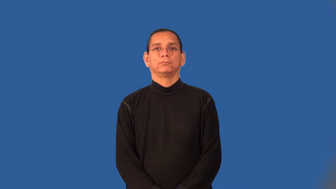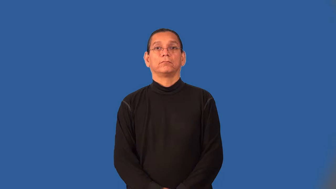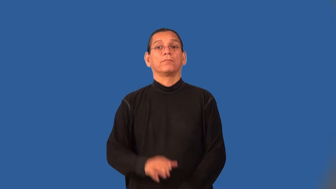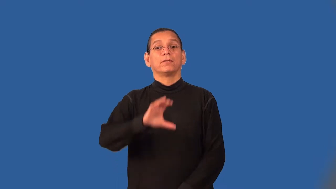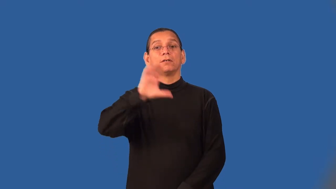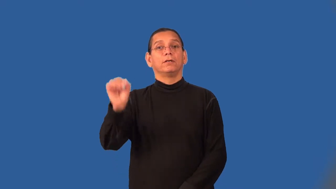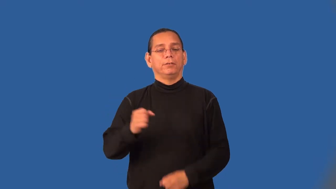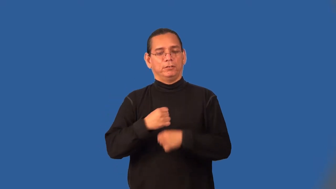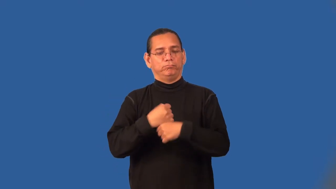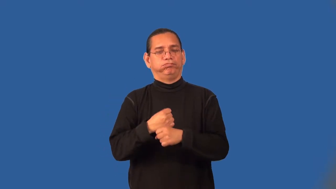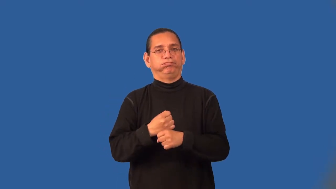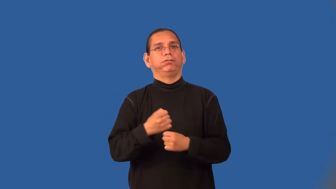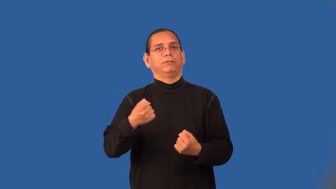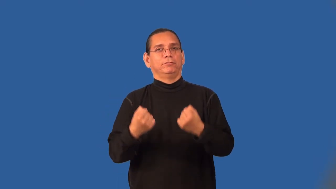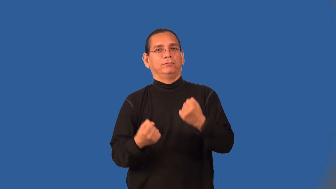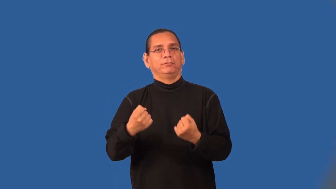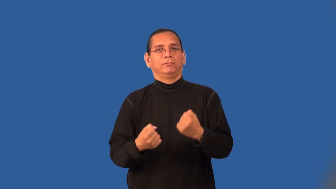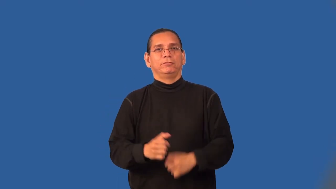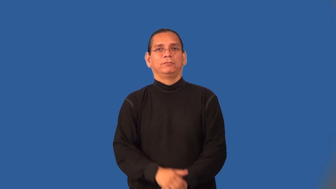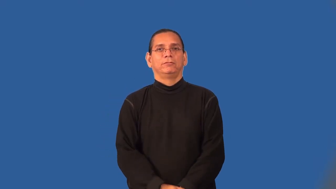automaker